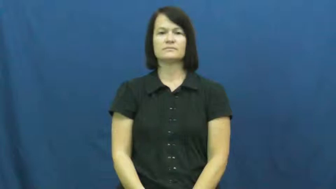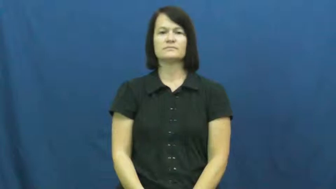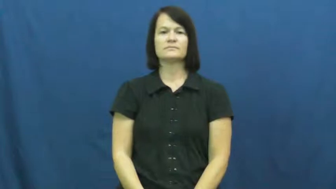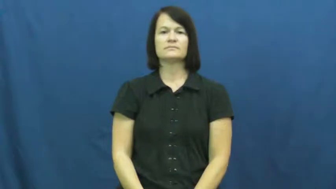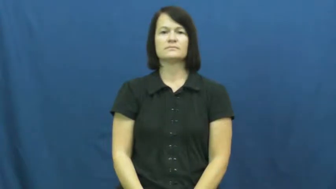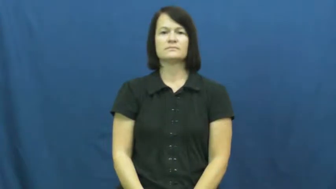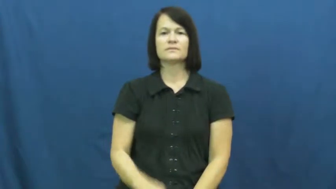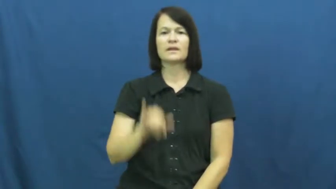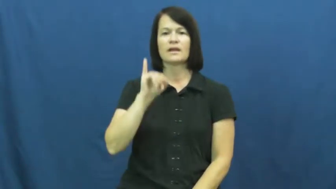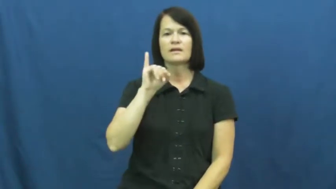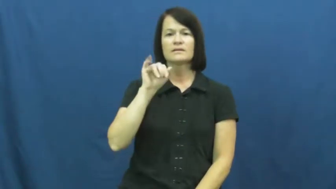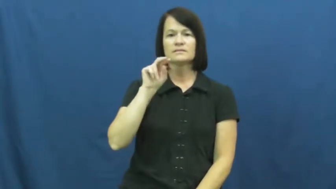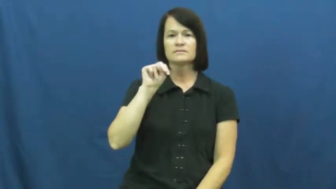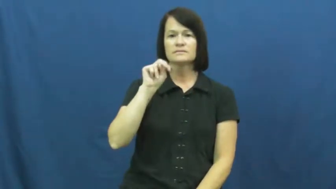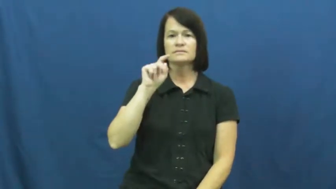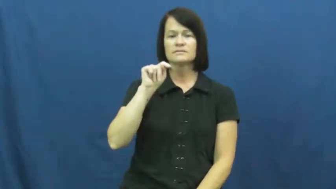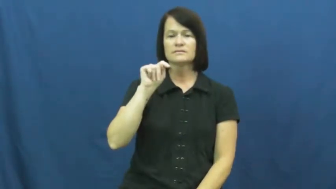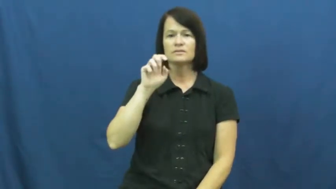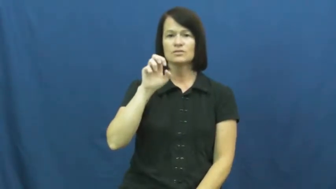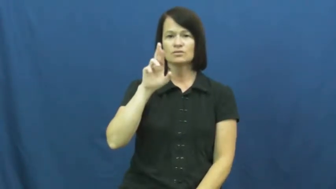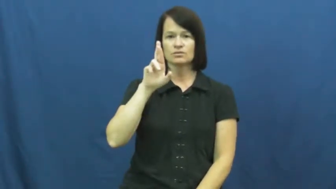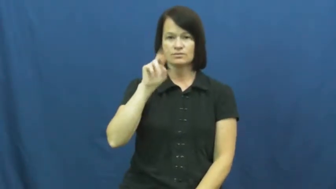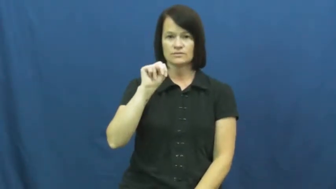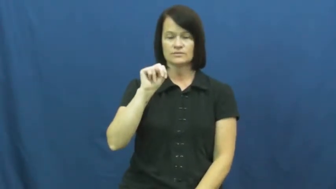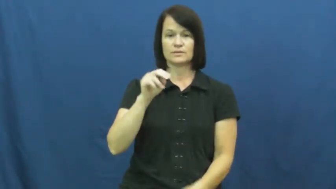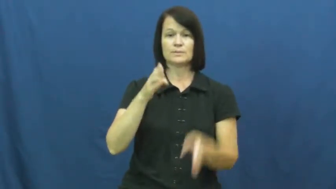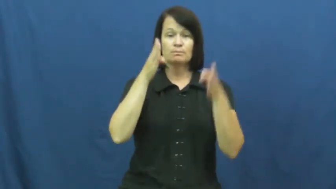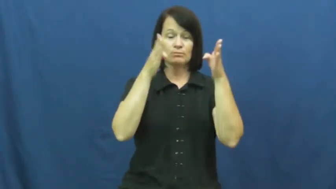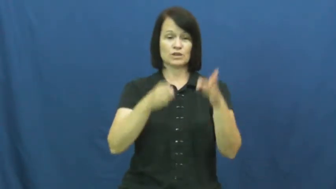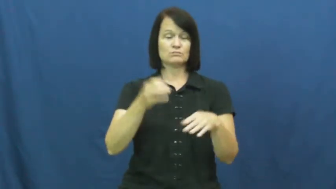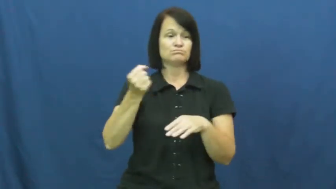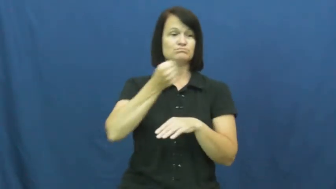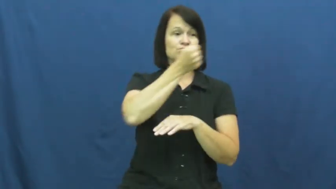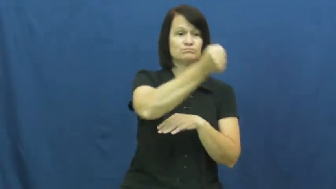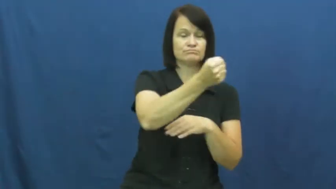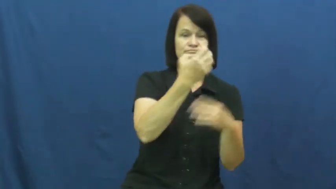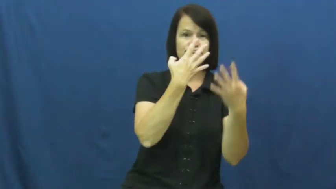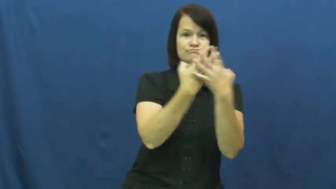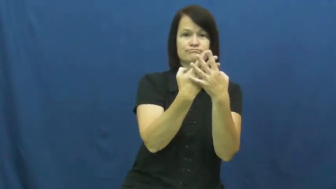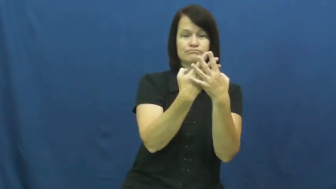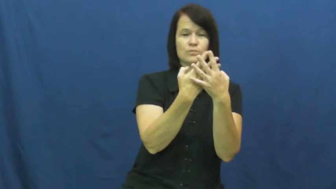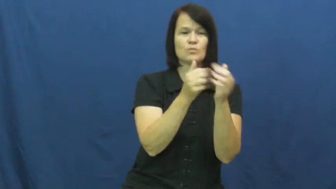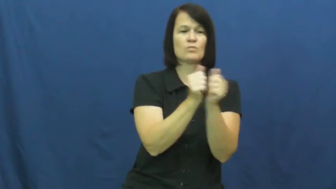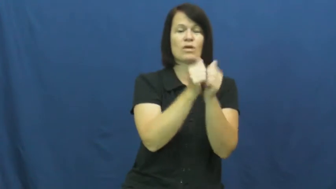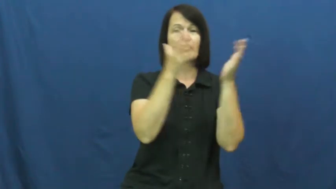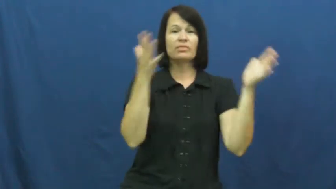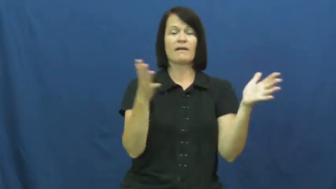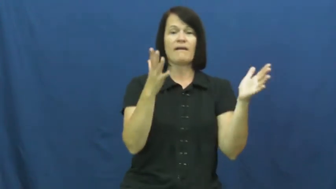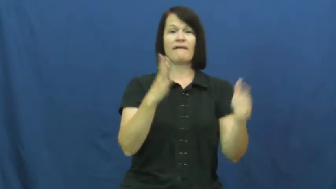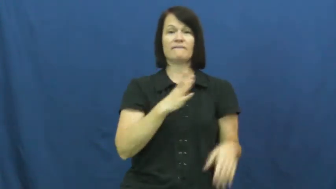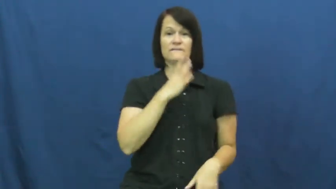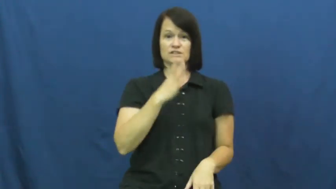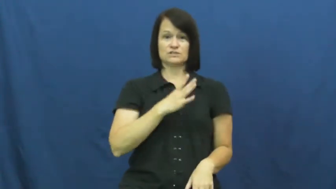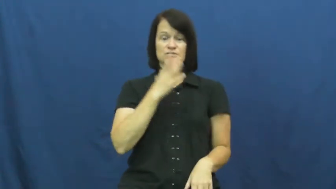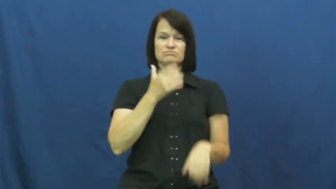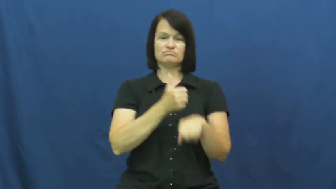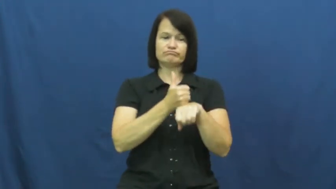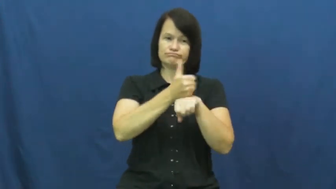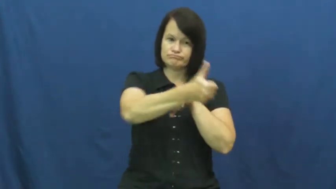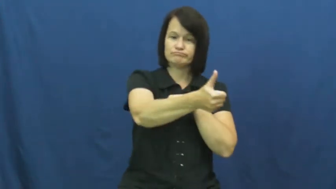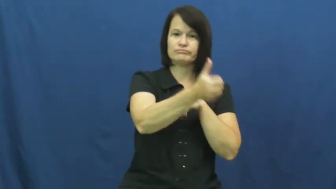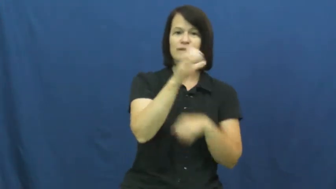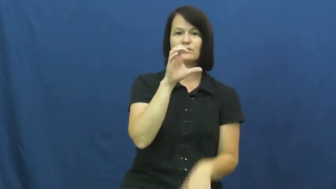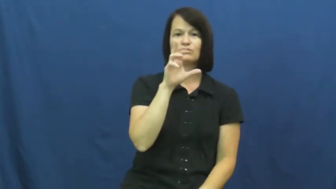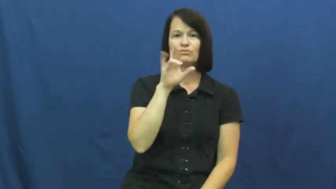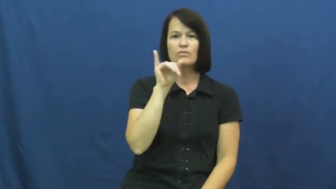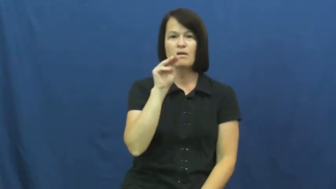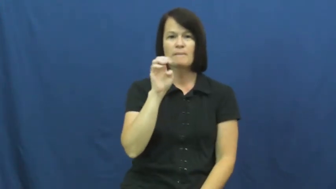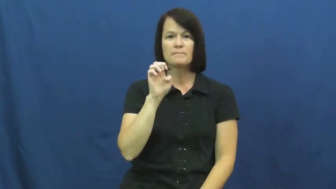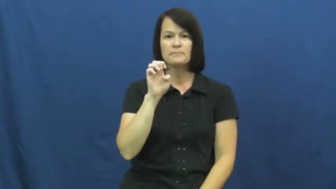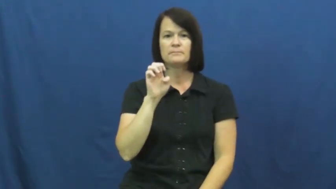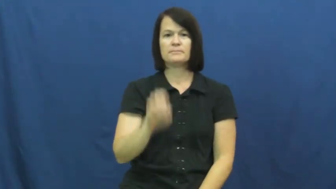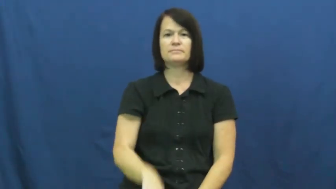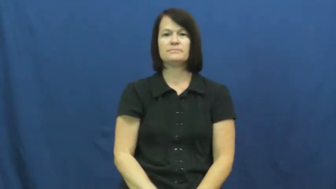intern,jail